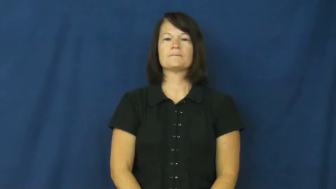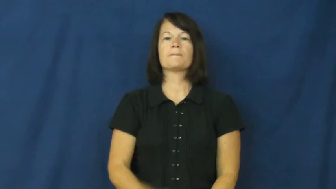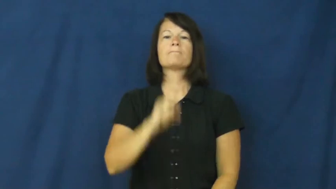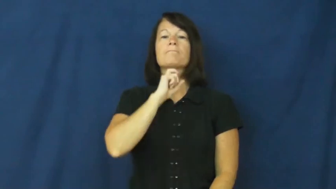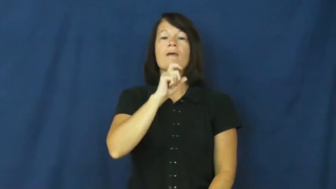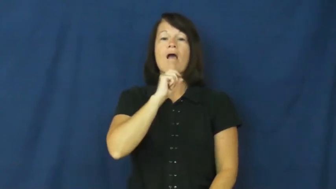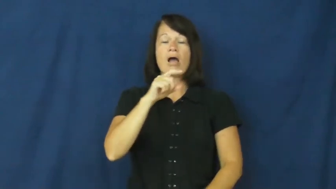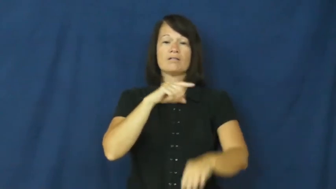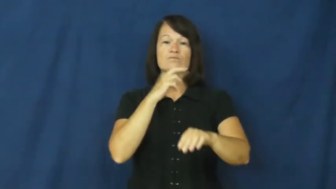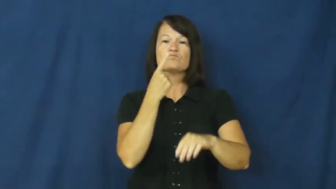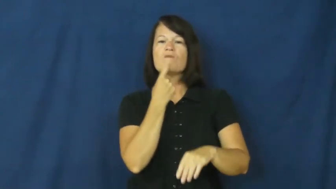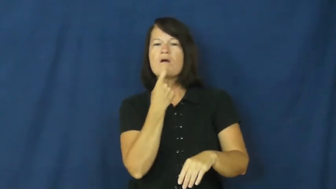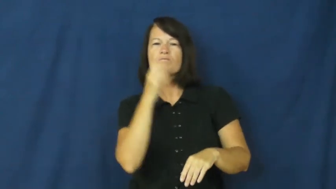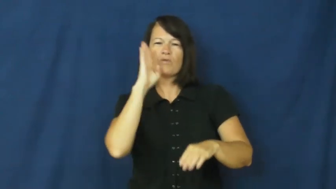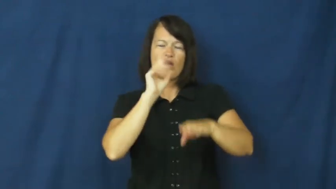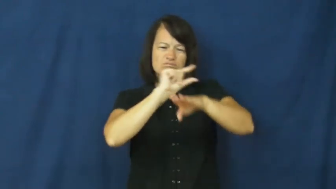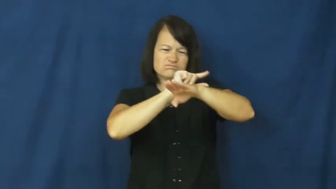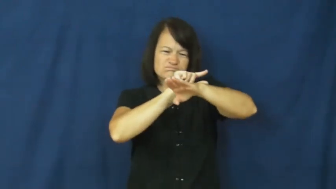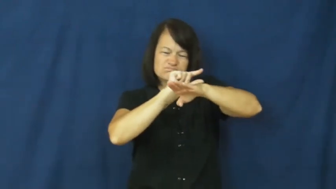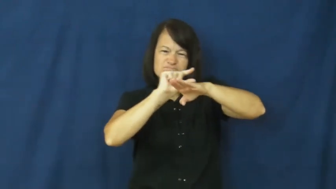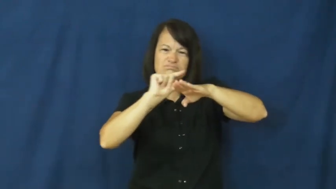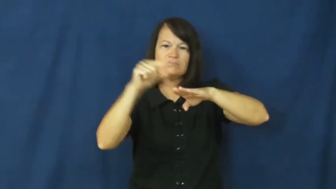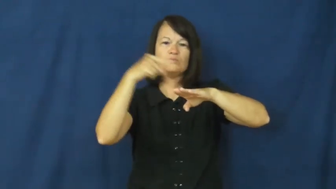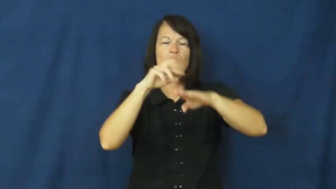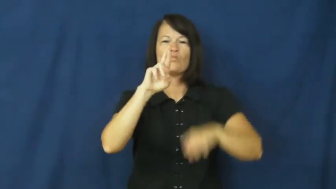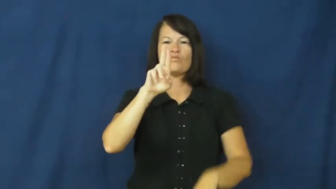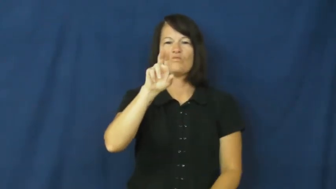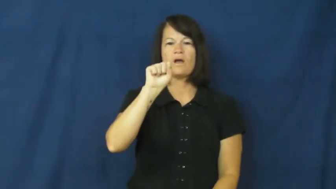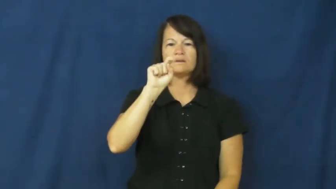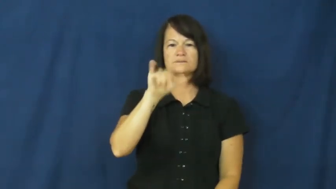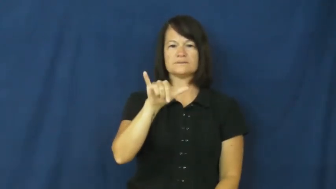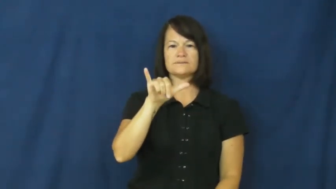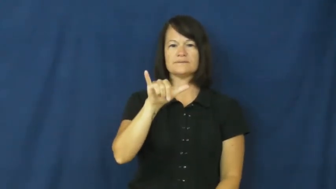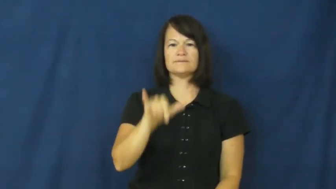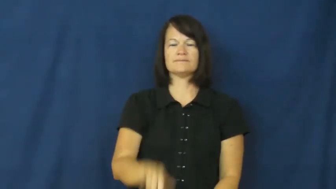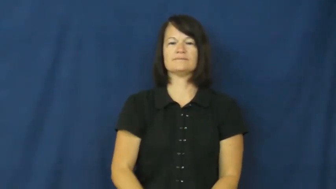rusty-metal